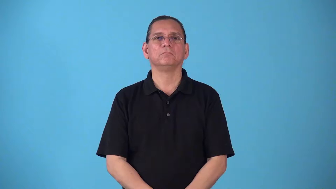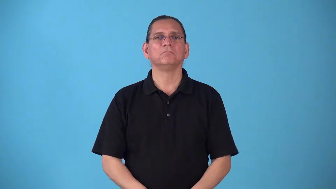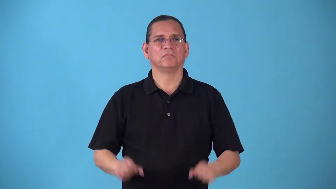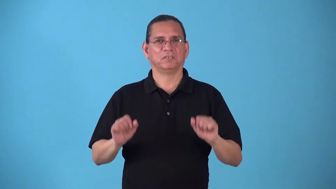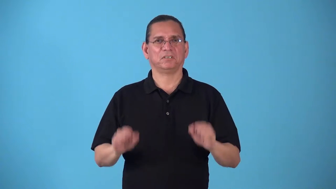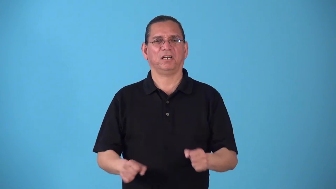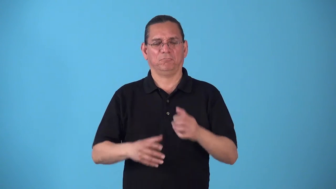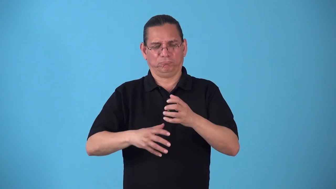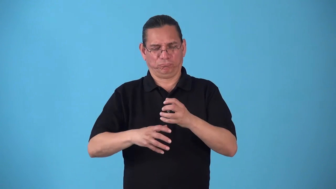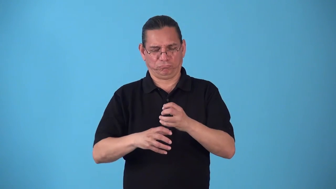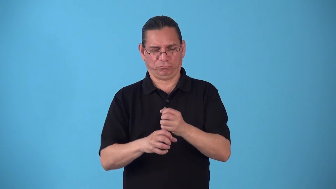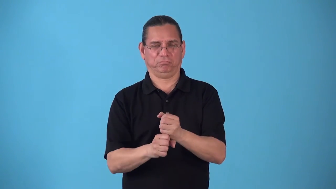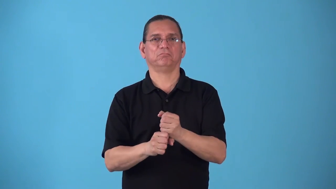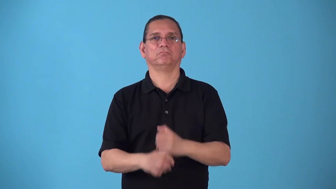squeezable